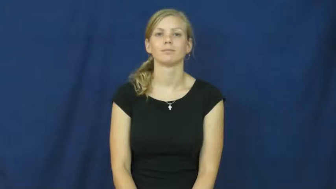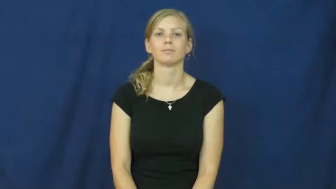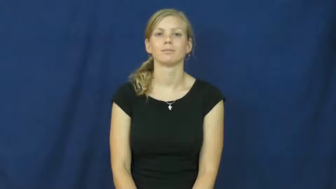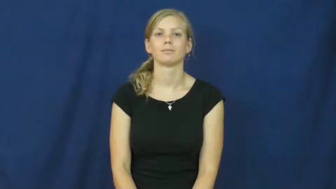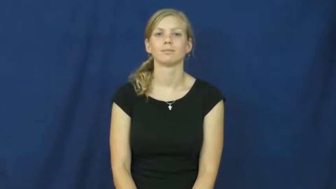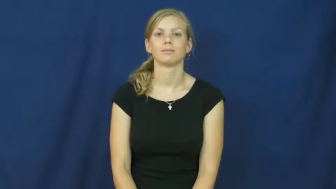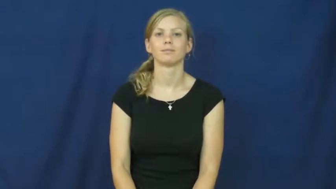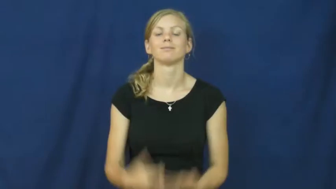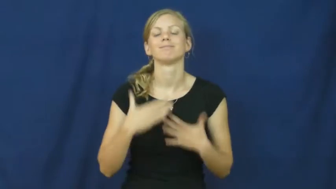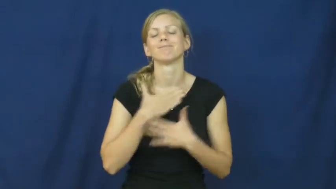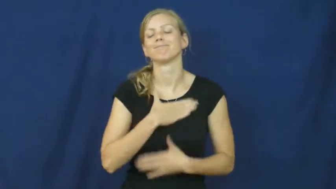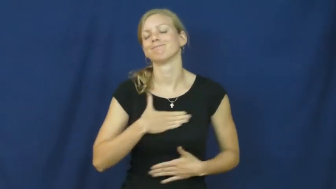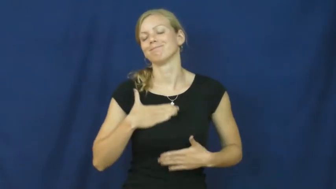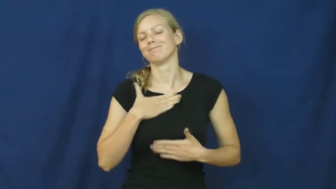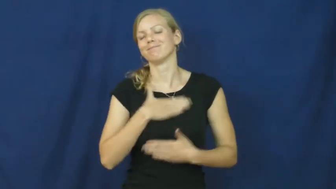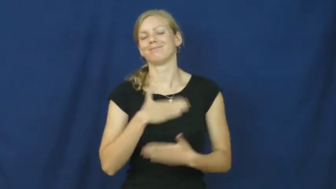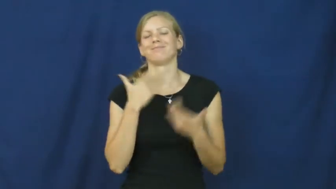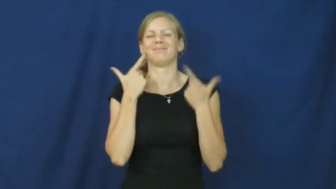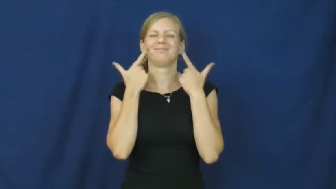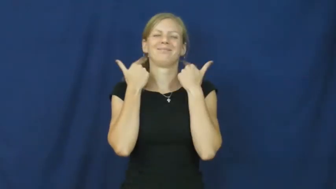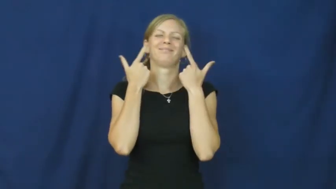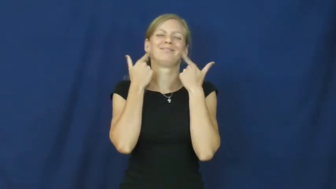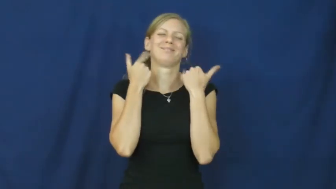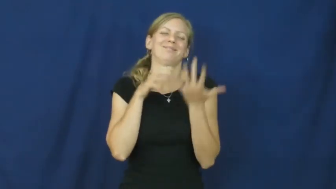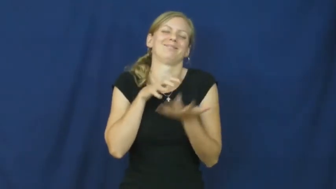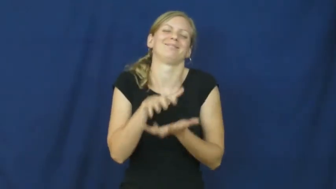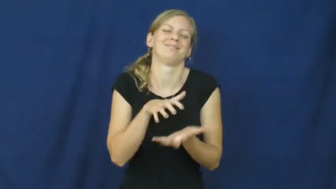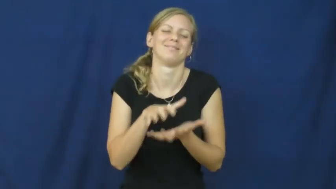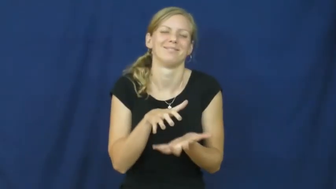chortle,crackup